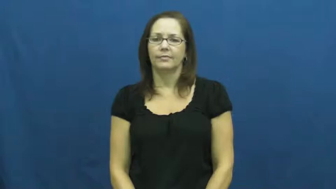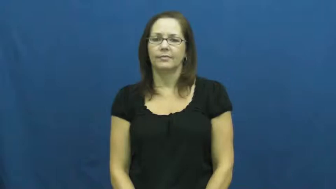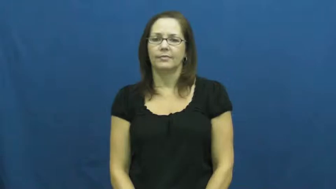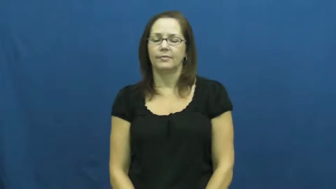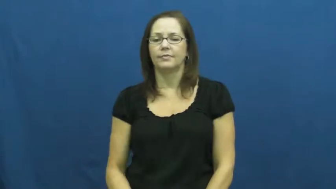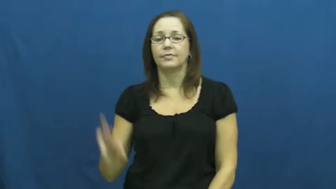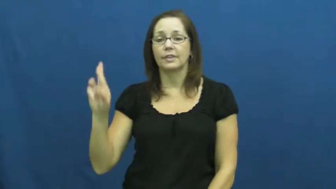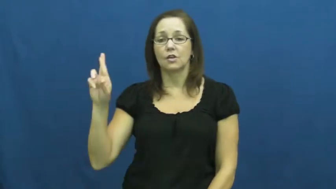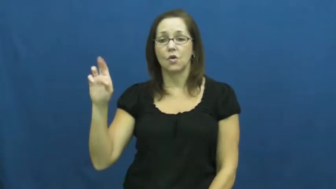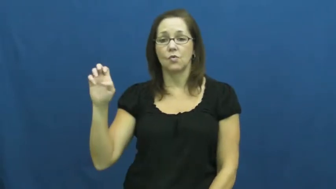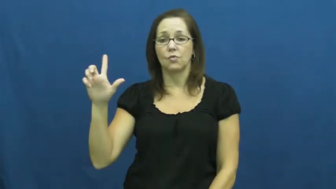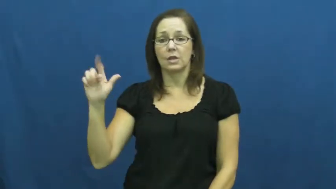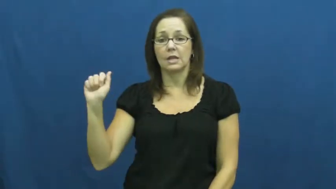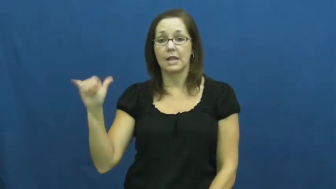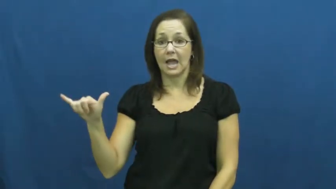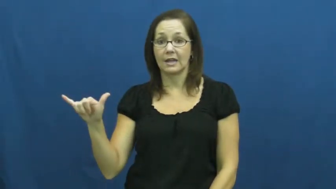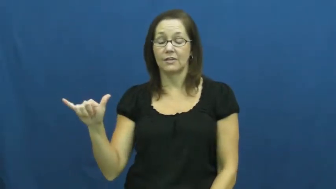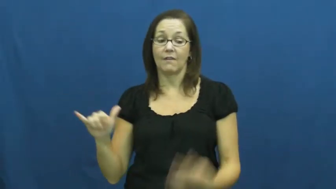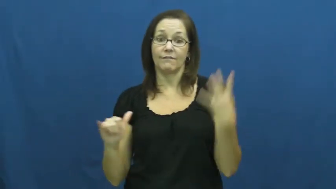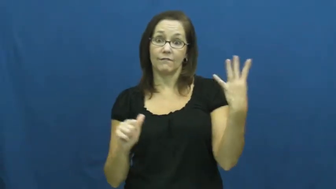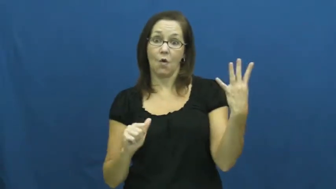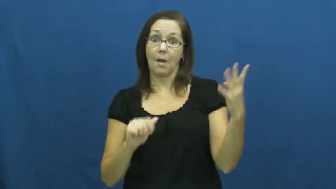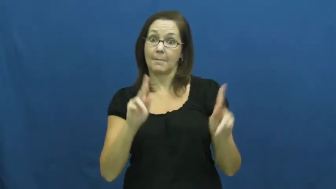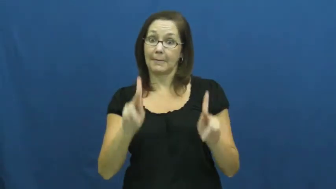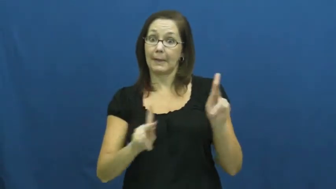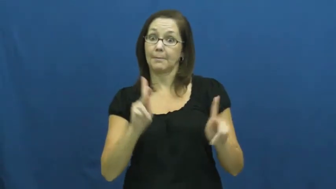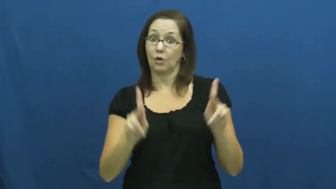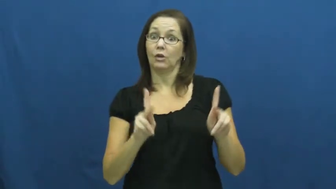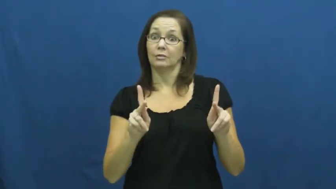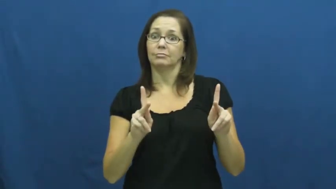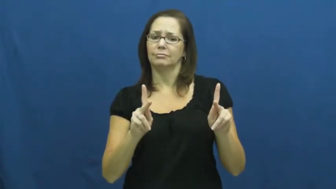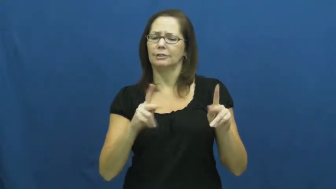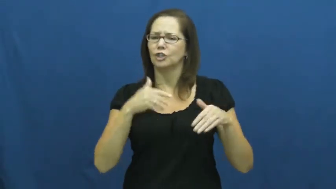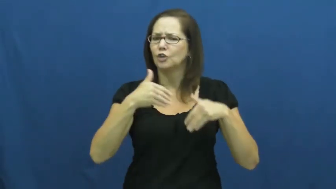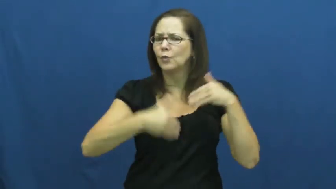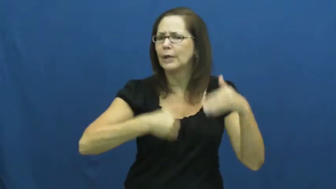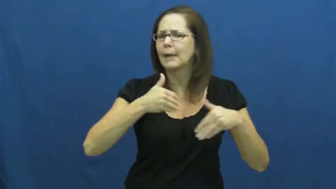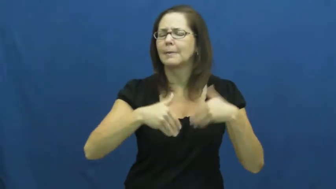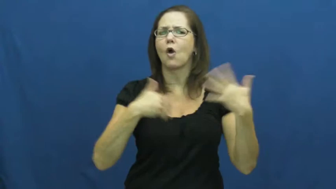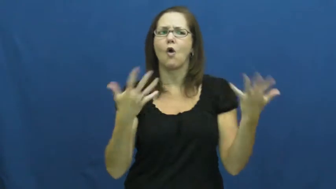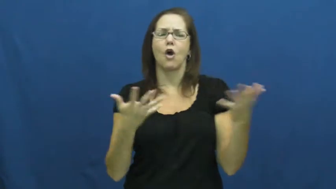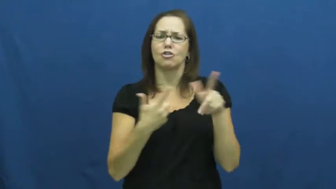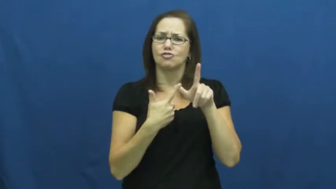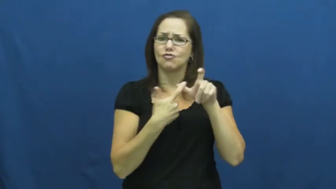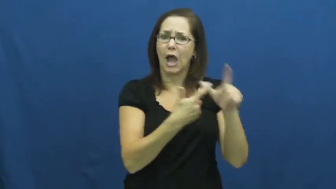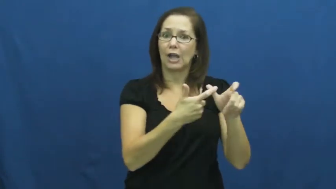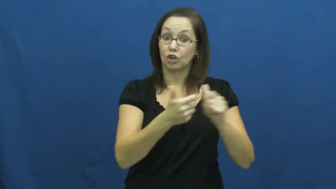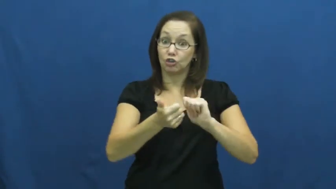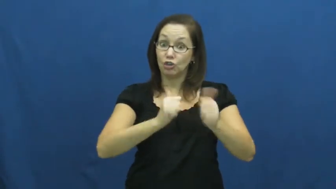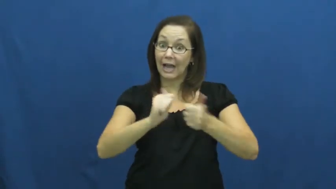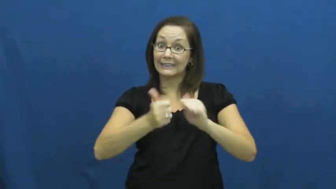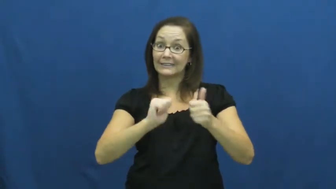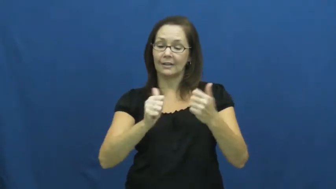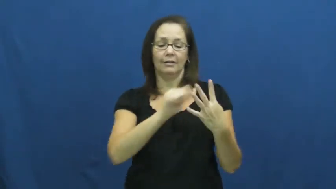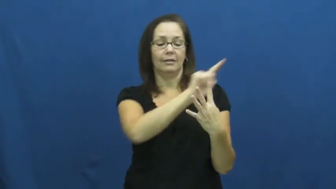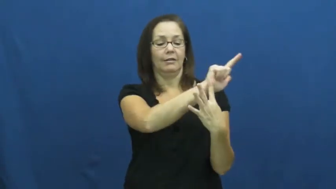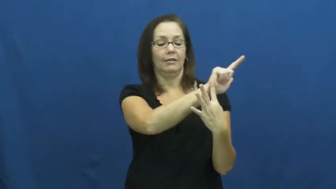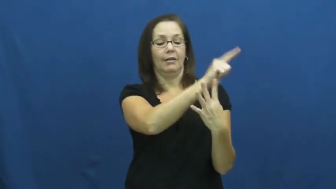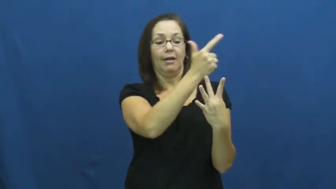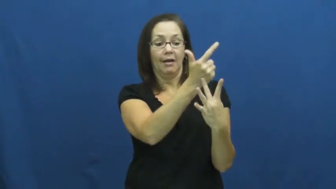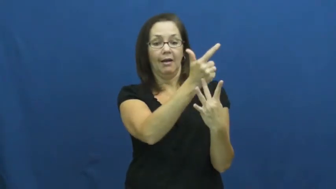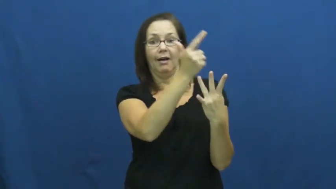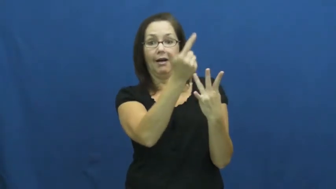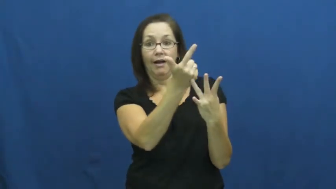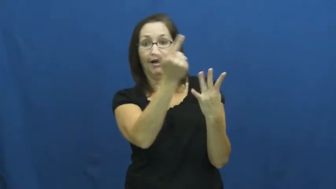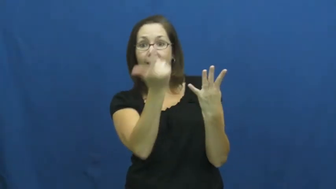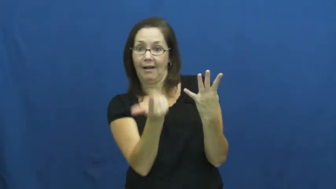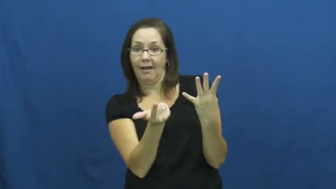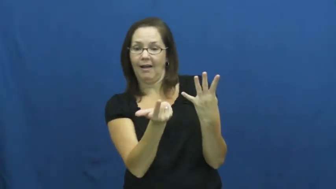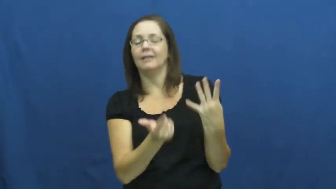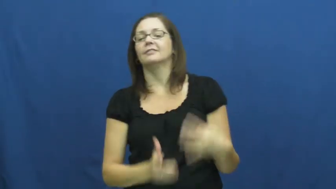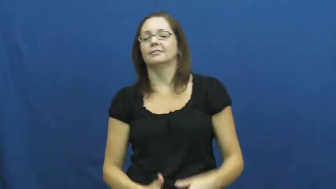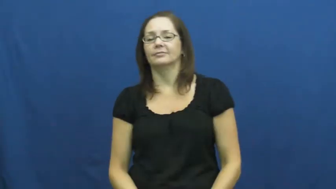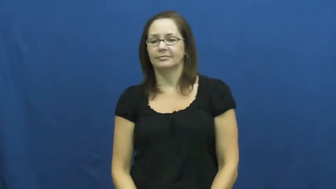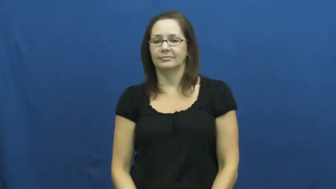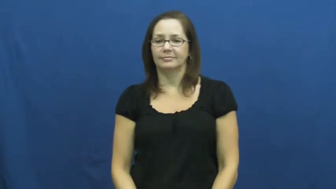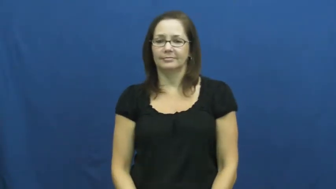relay-race